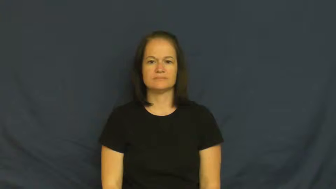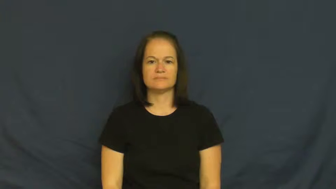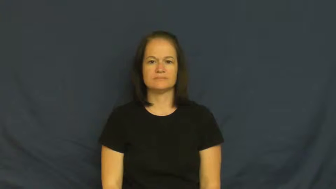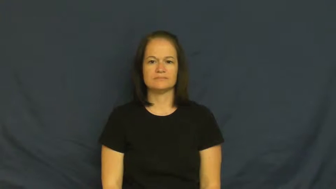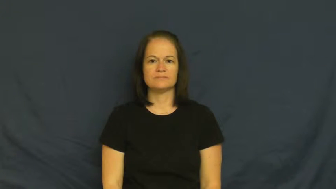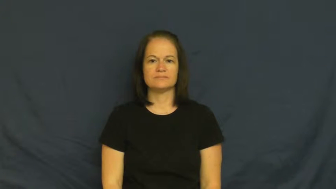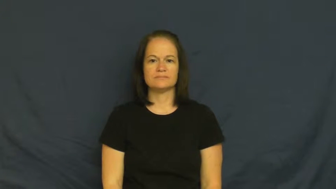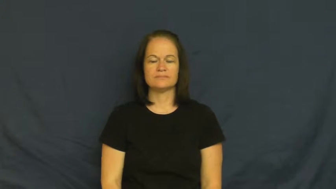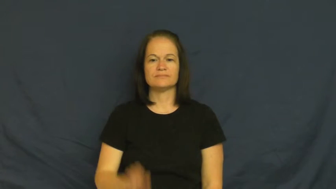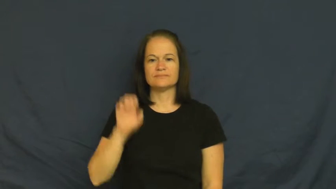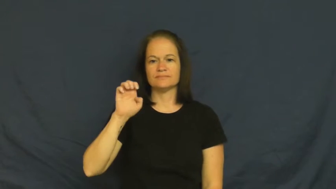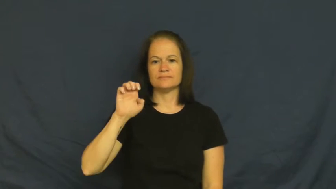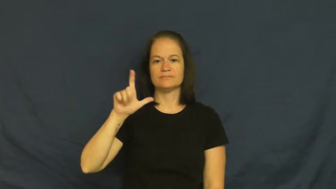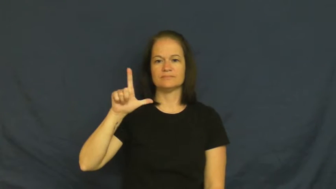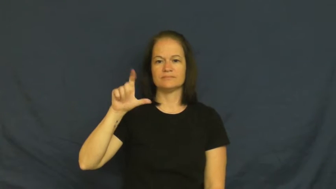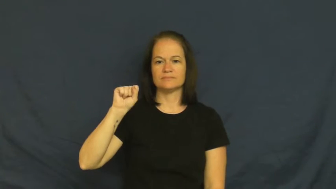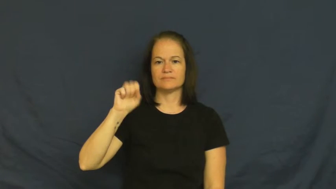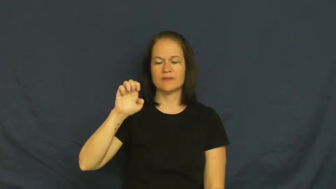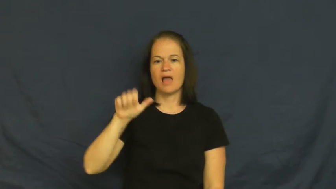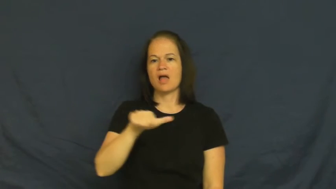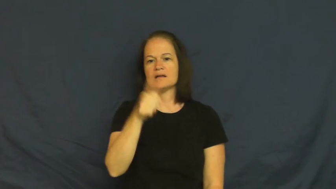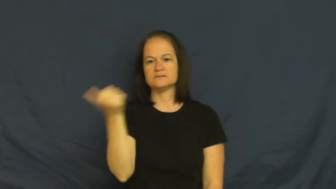else